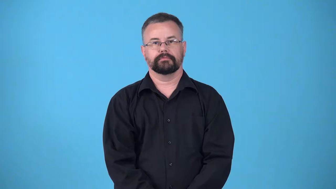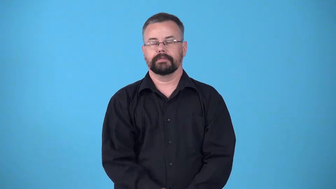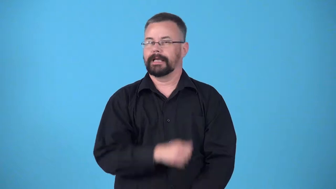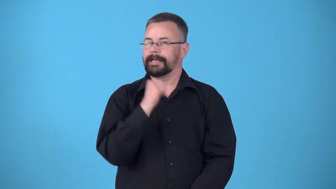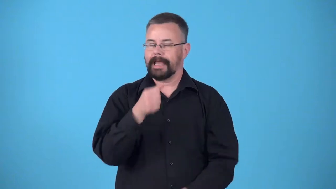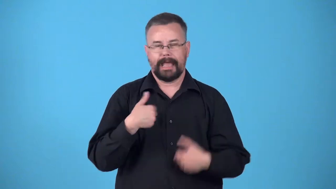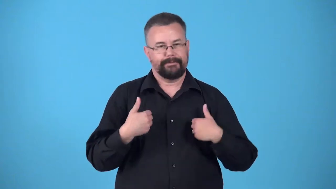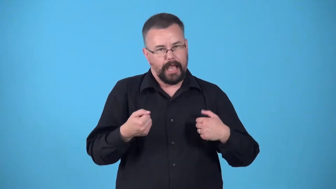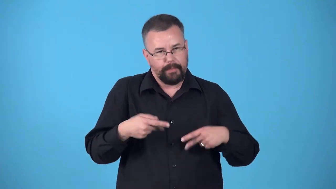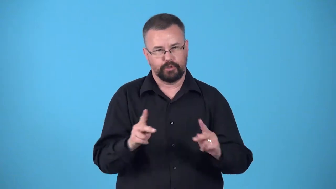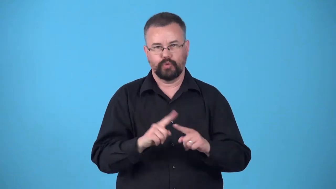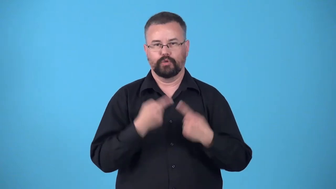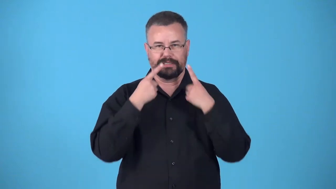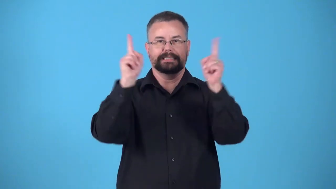disadvantaged-not given equal opportunity to succeed